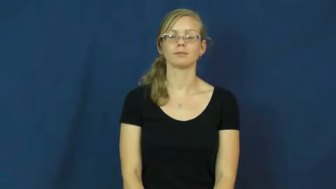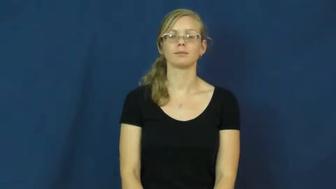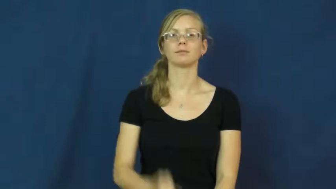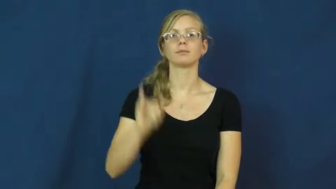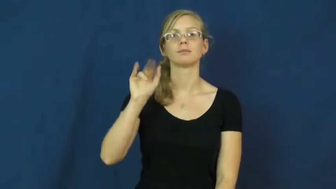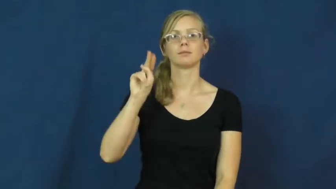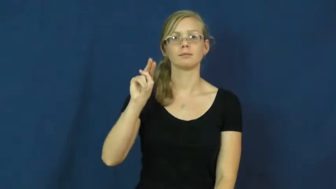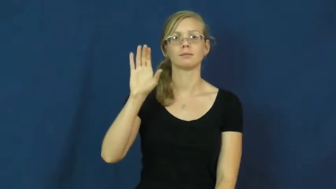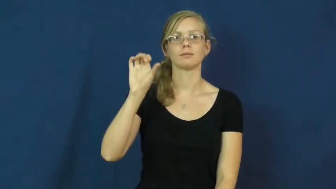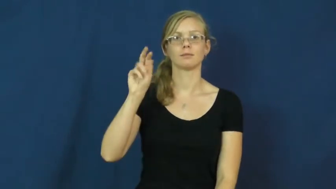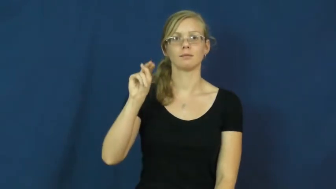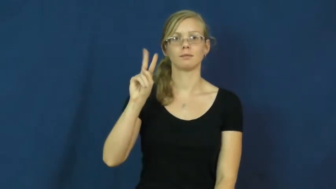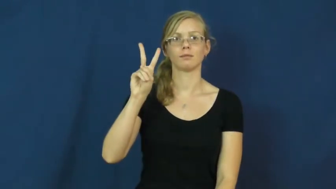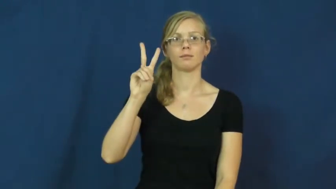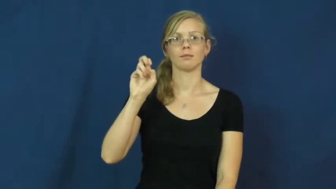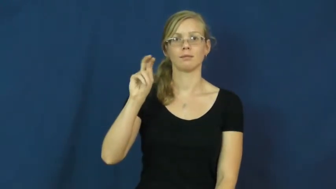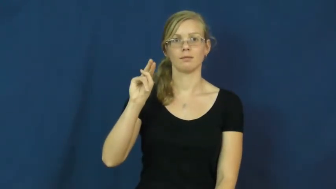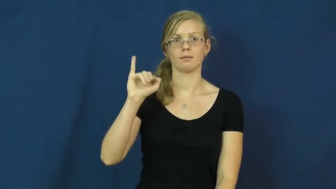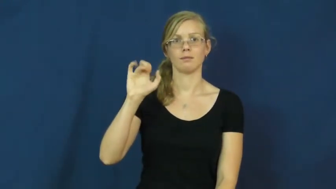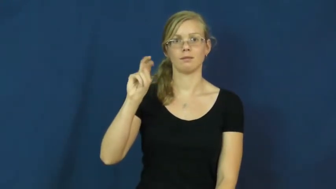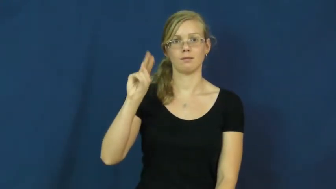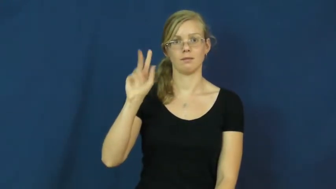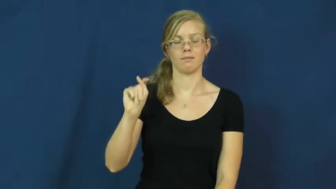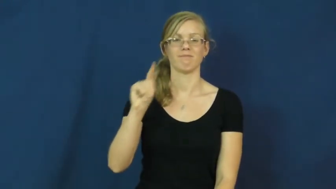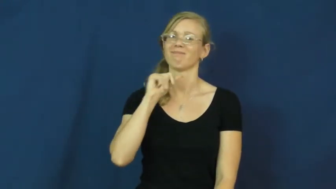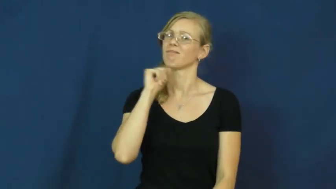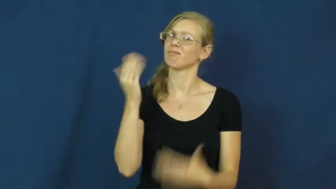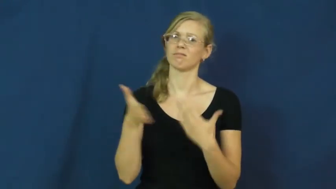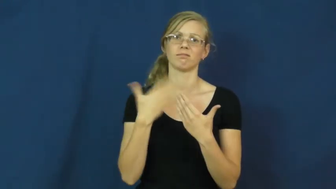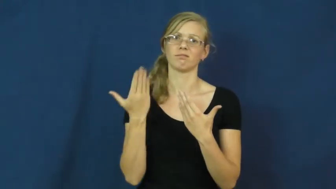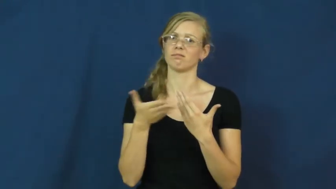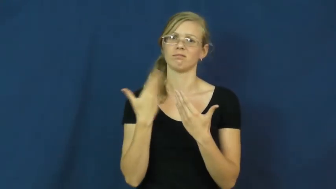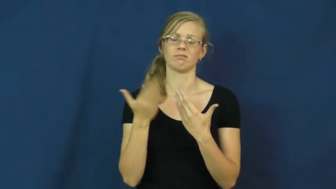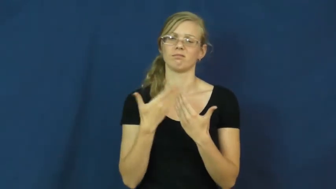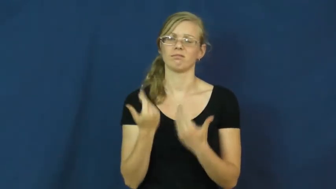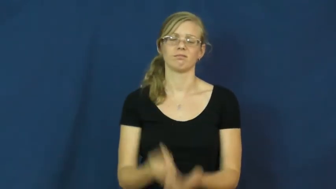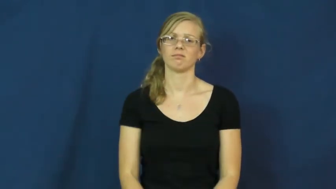inconvenient